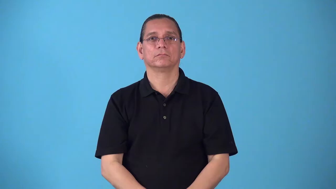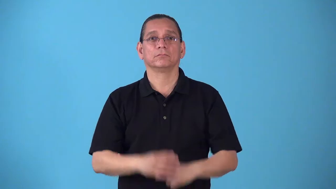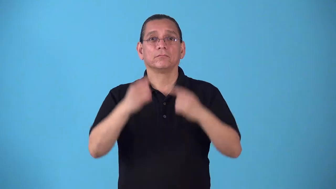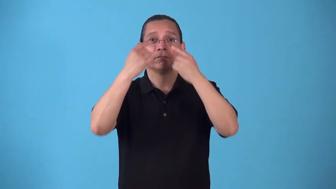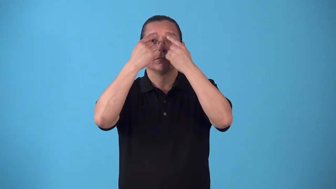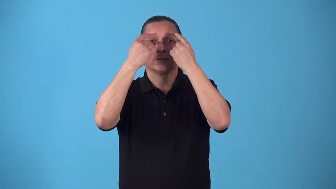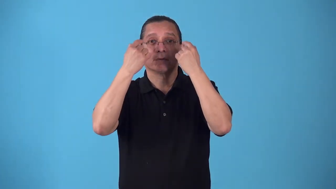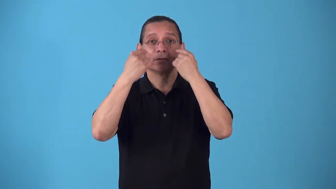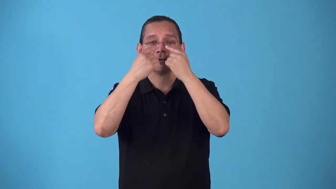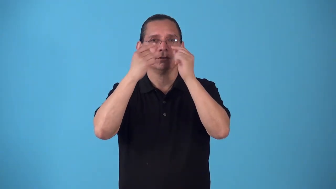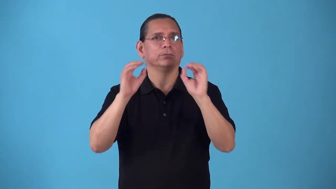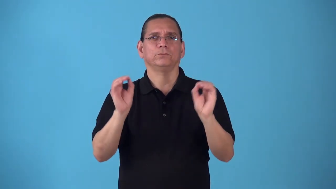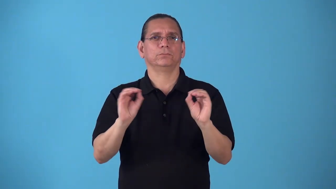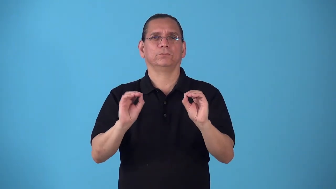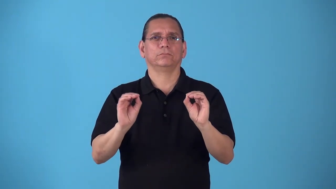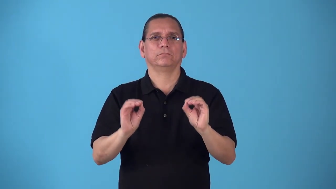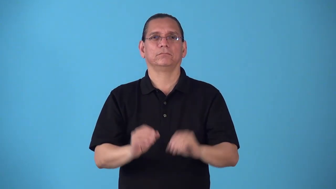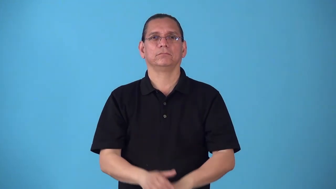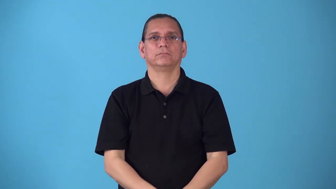rimless